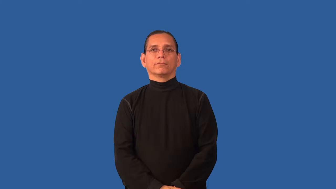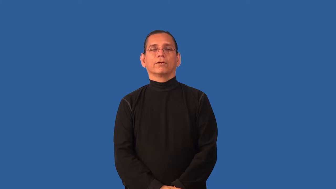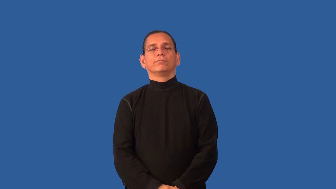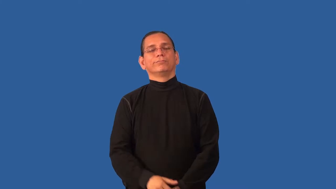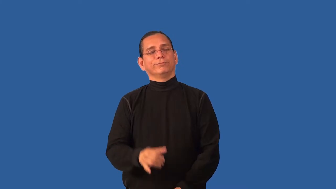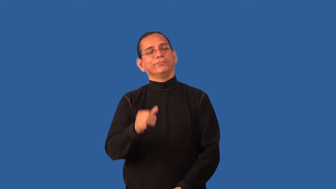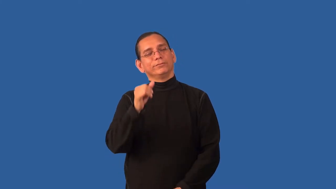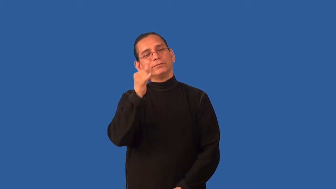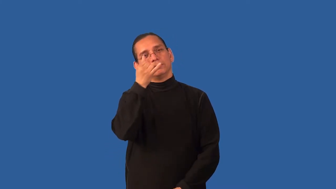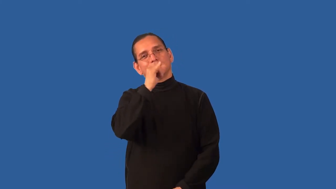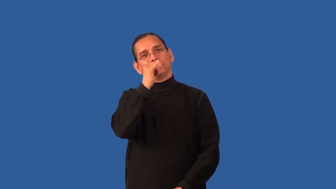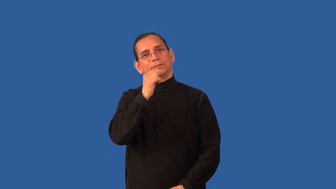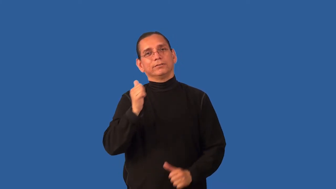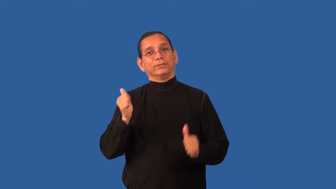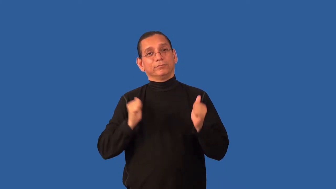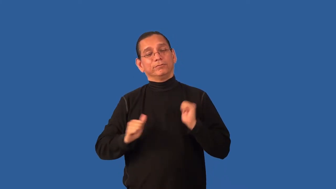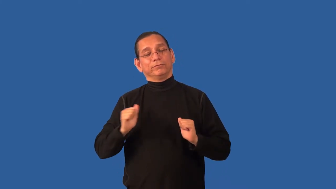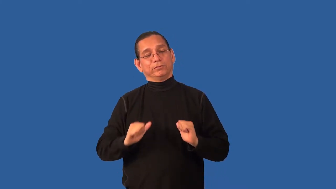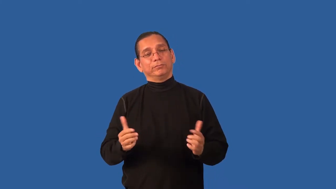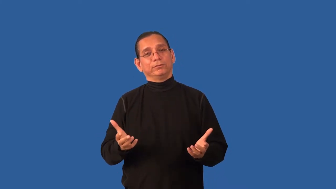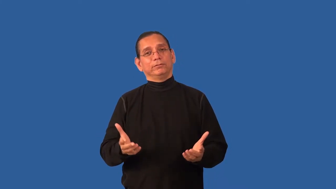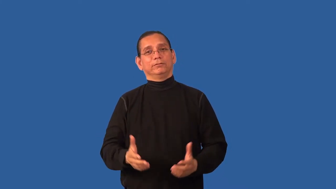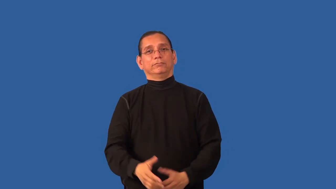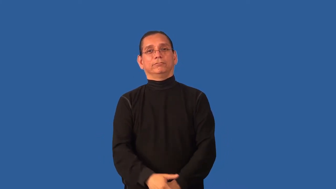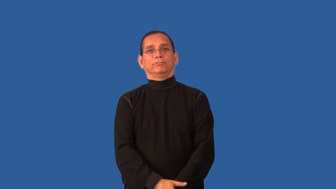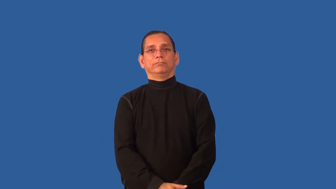camp-humor